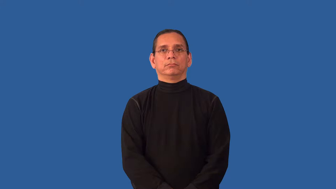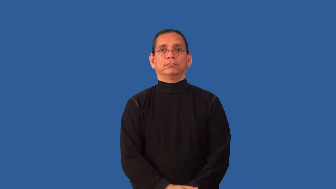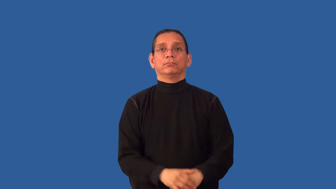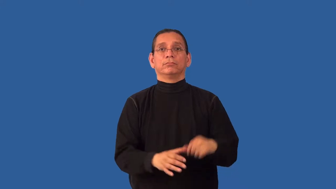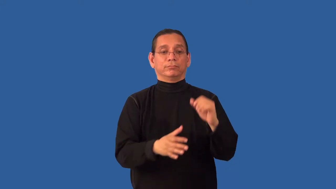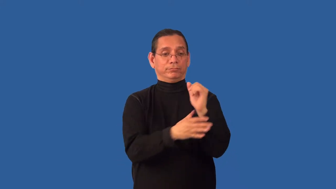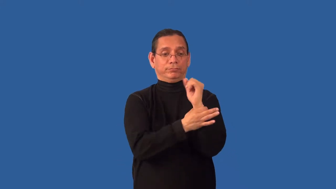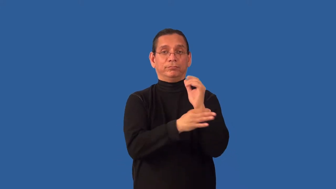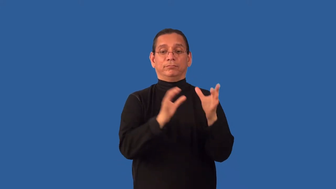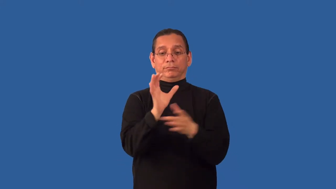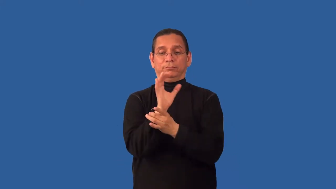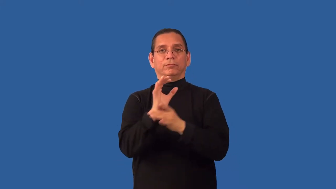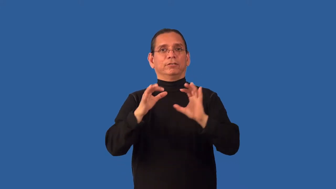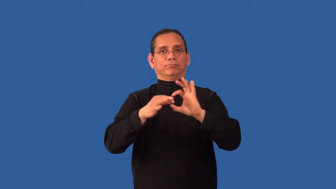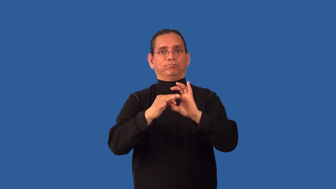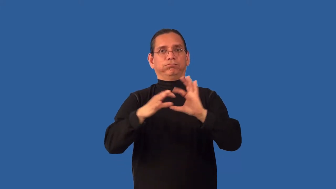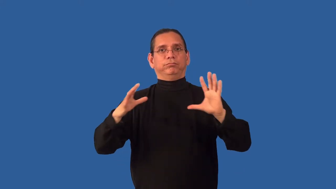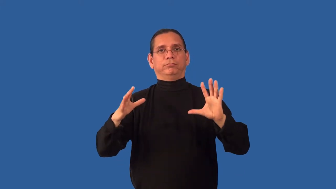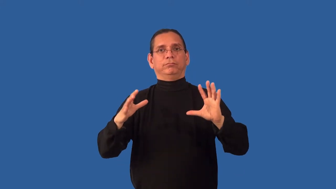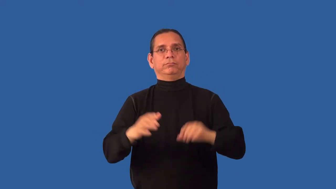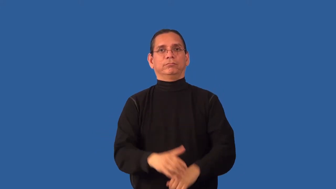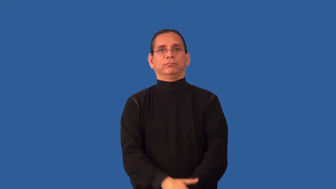unshackle